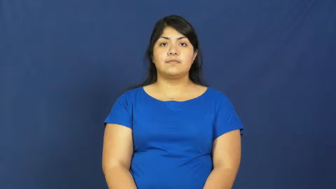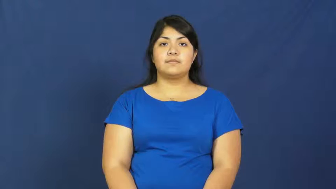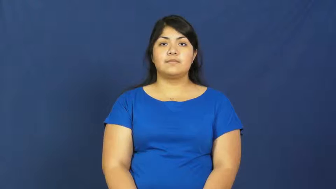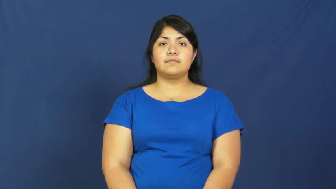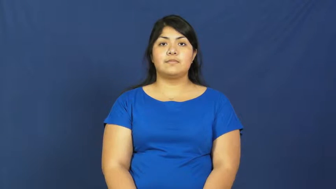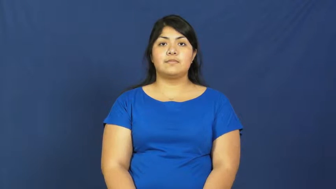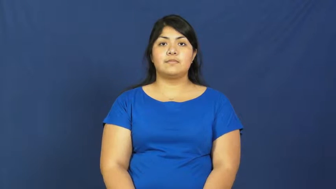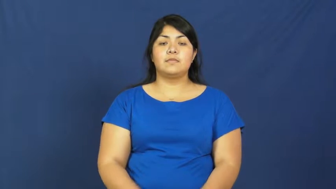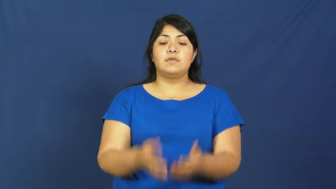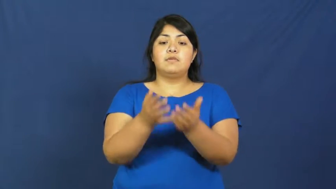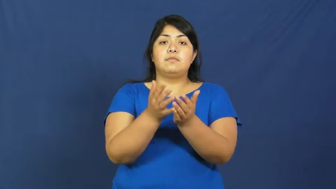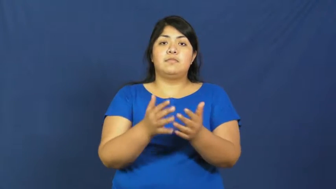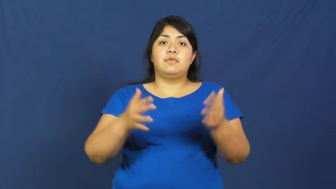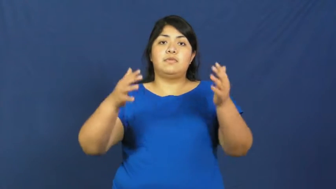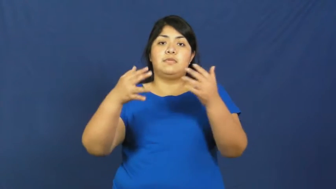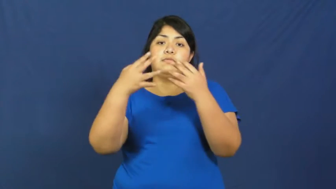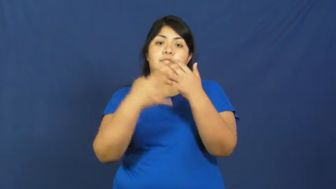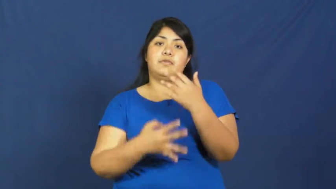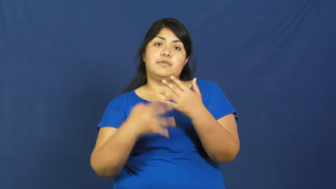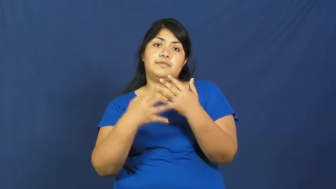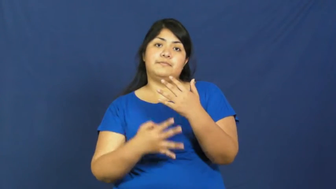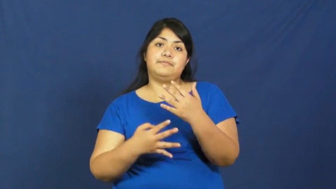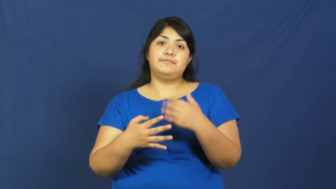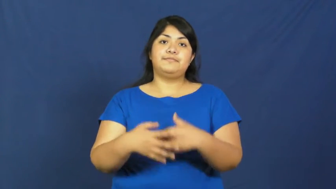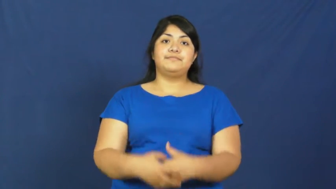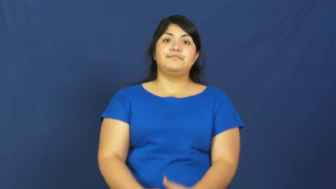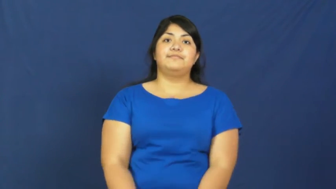strainer,sieve,collander,sifter,cullender